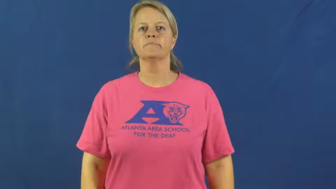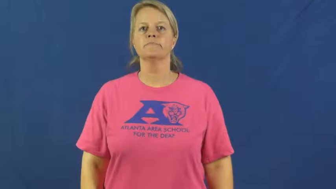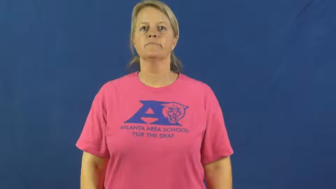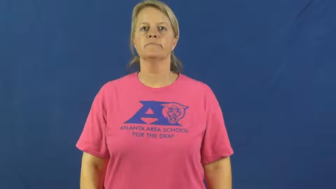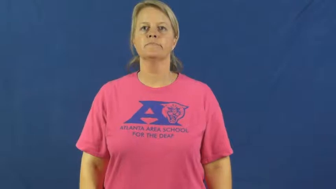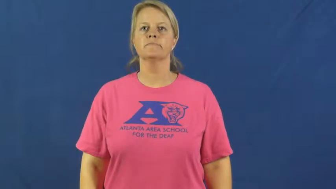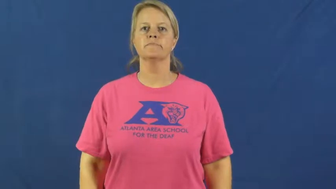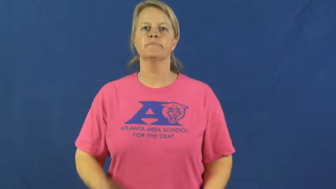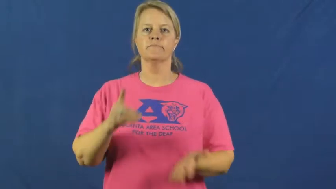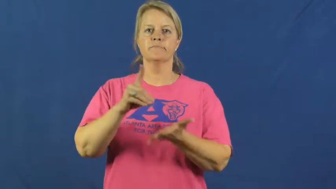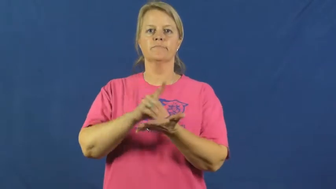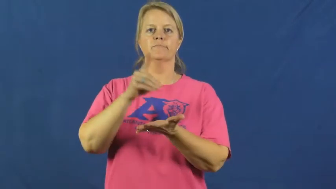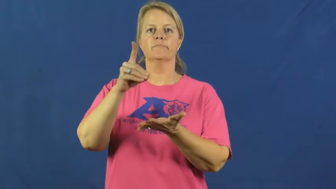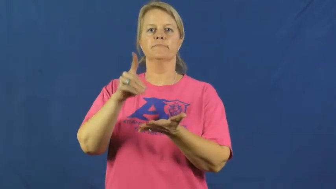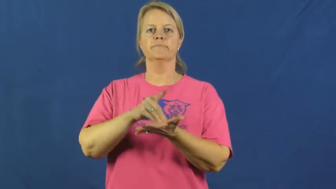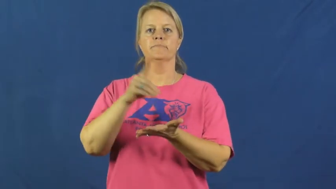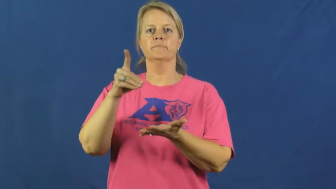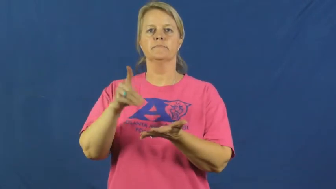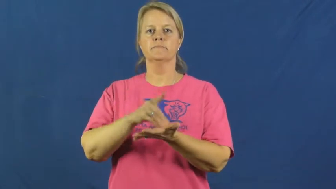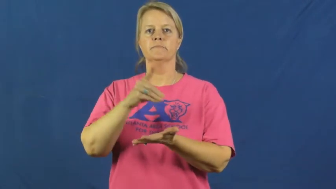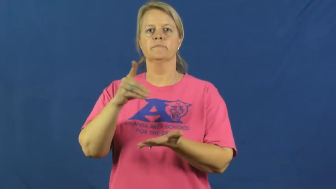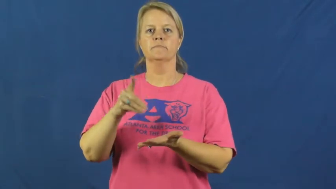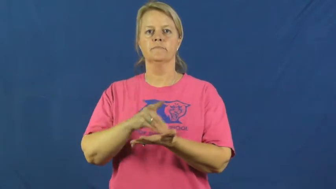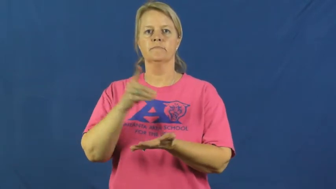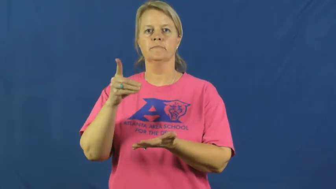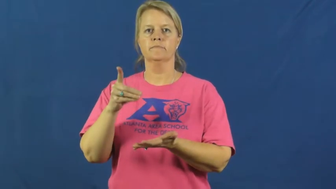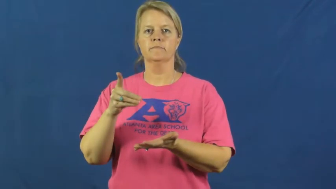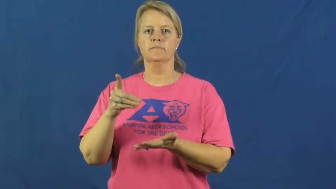dictionary,lexicon